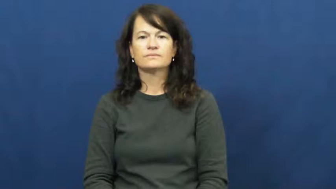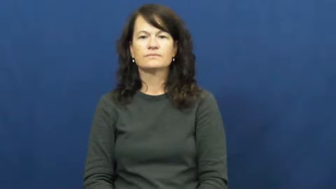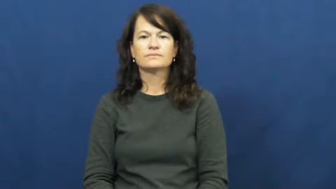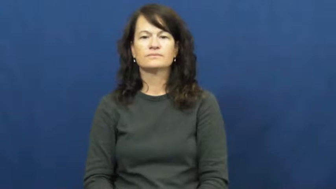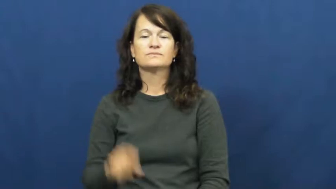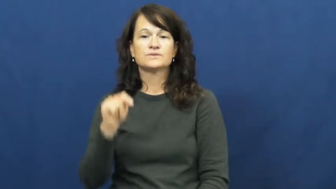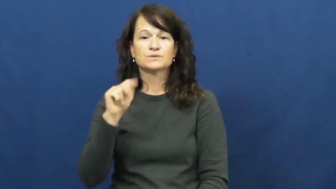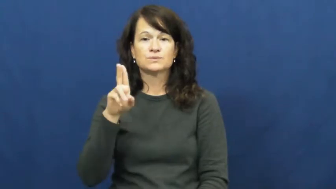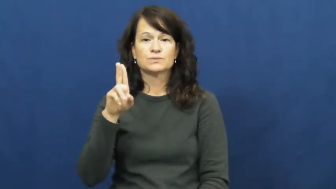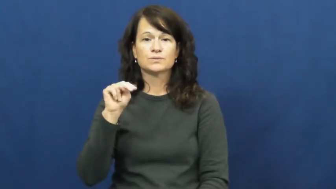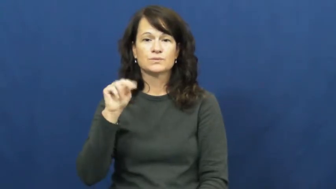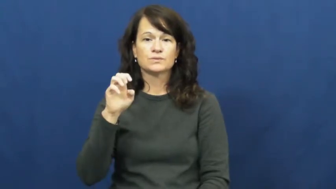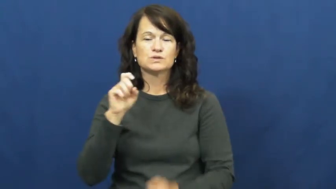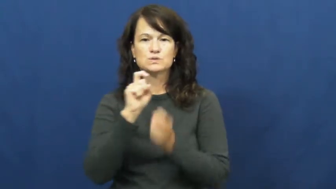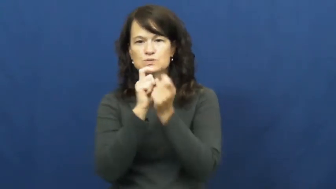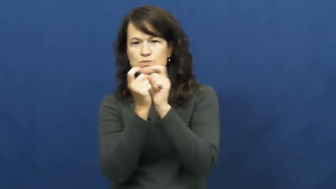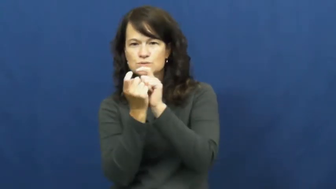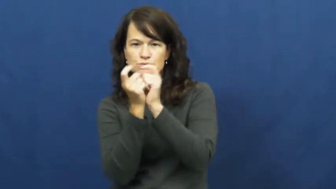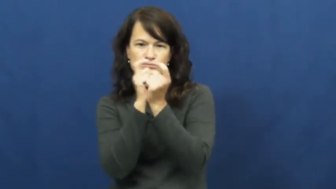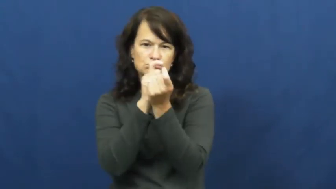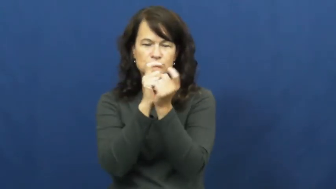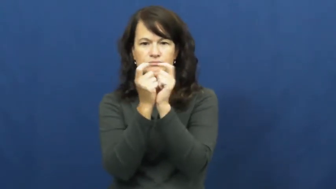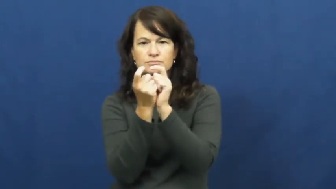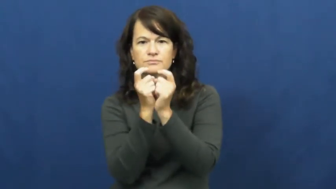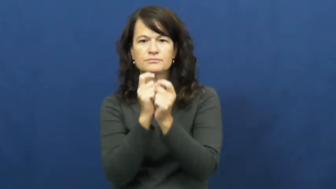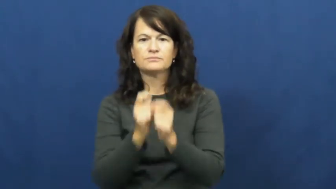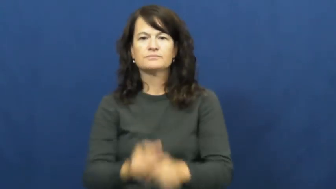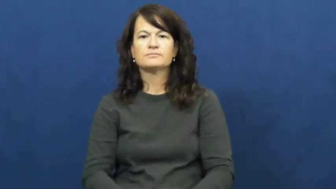tune-adjust